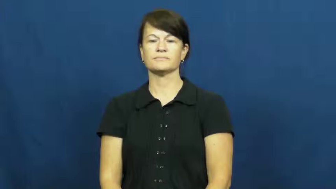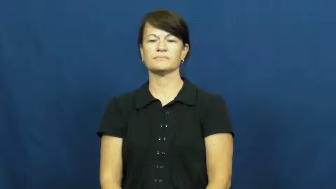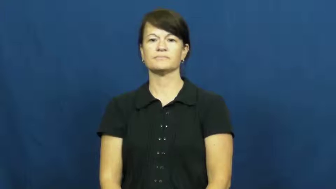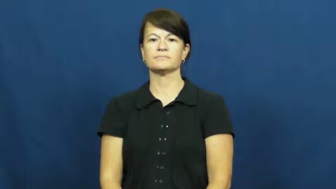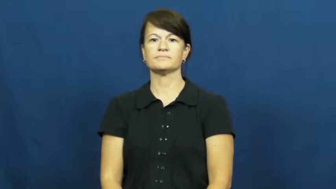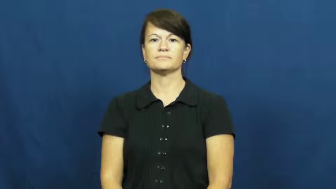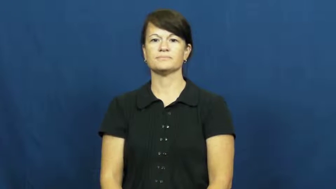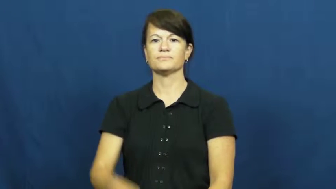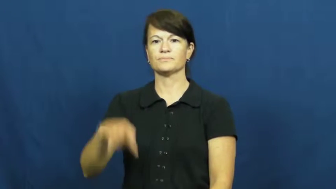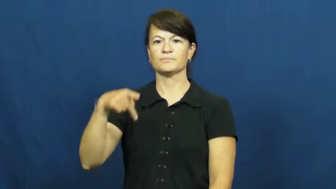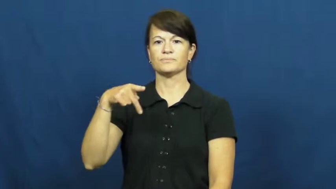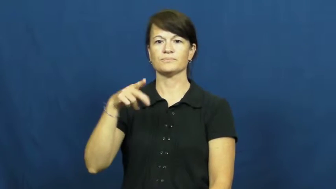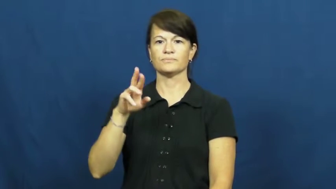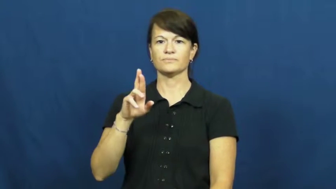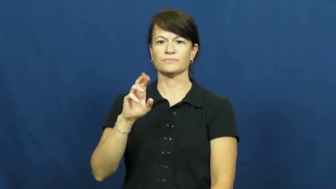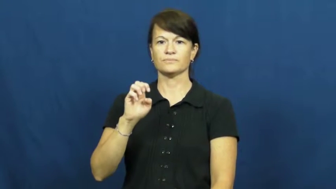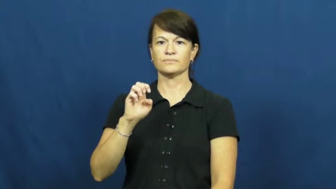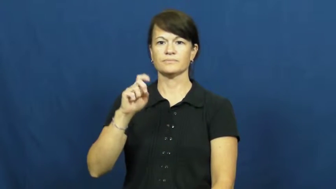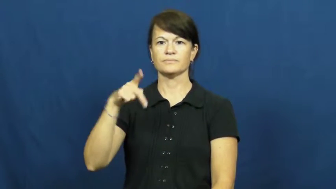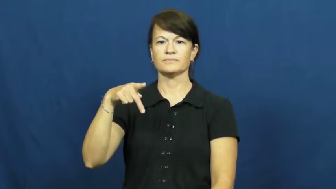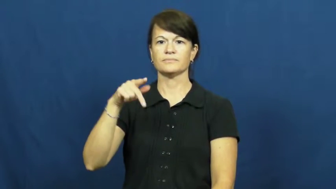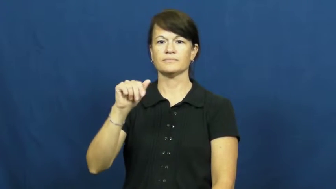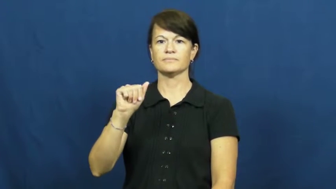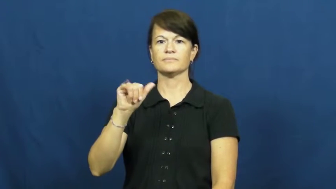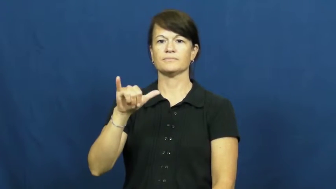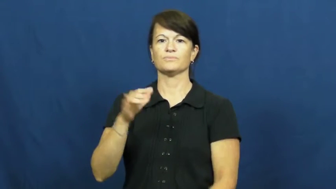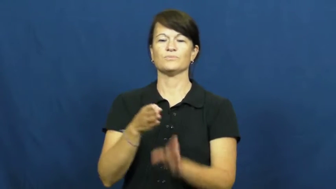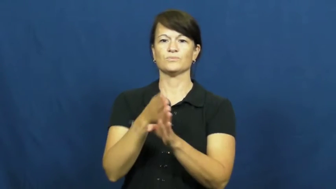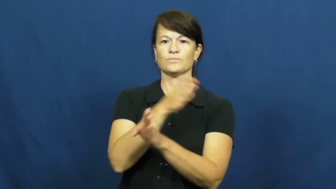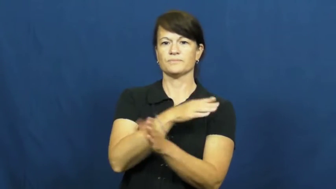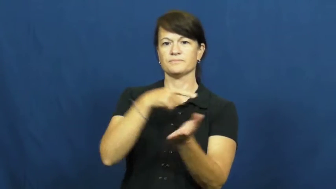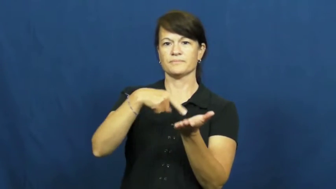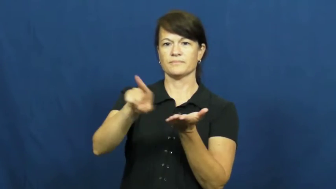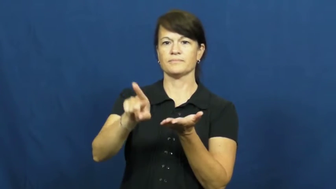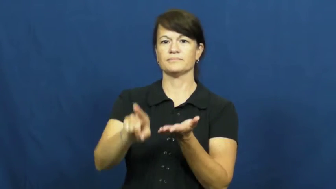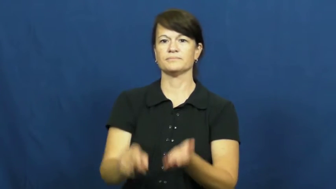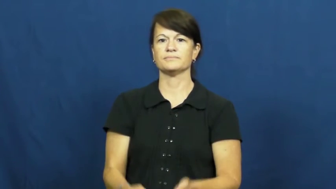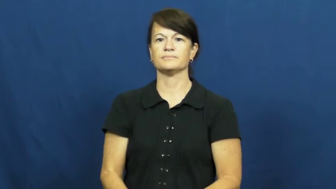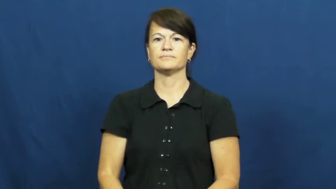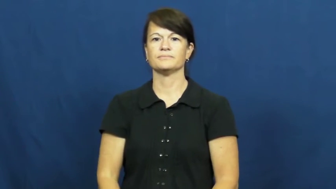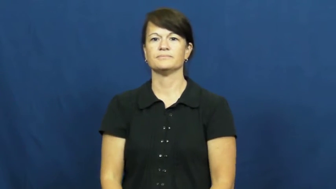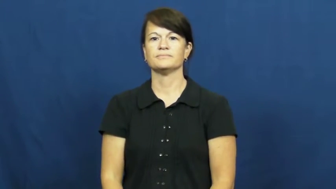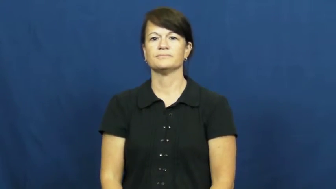prepay